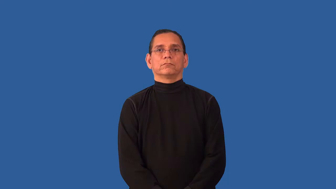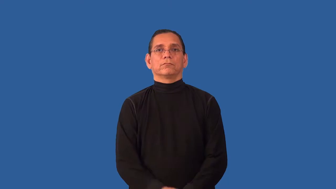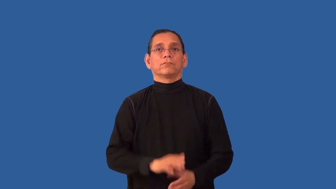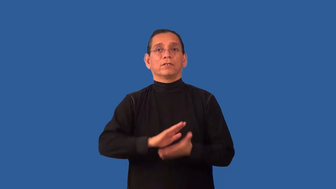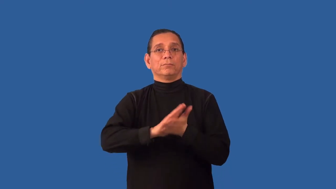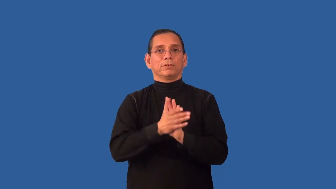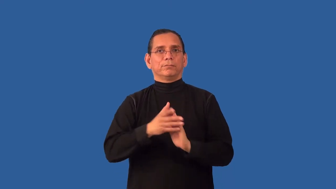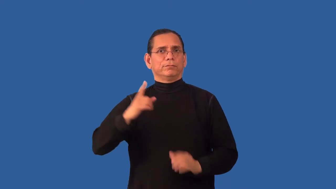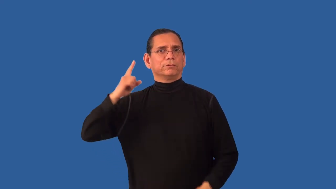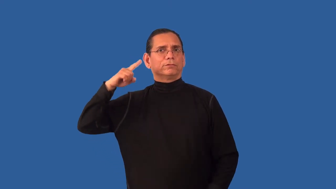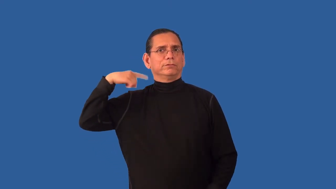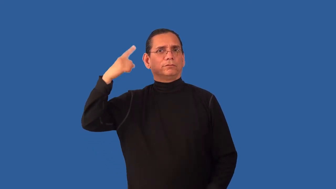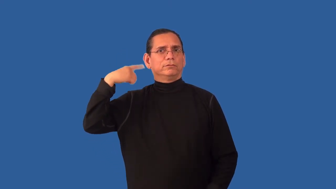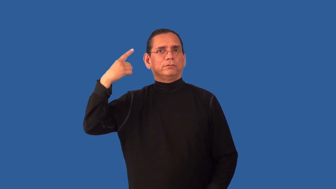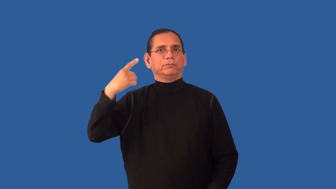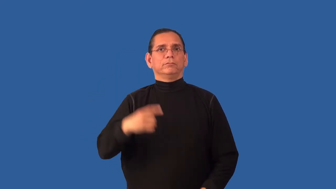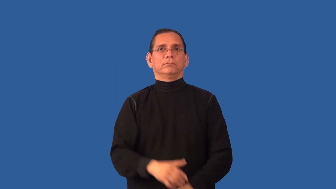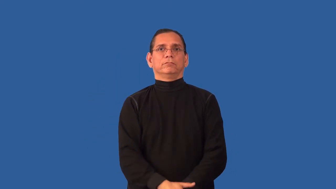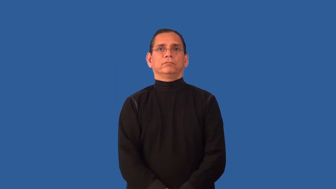unhinge